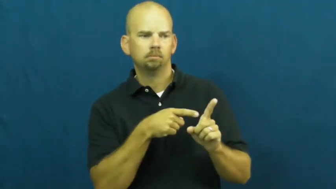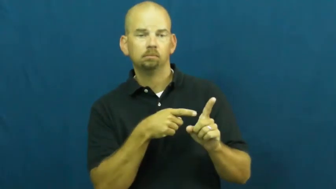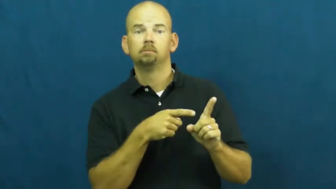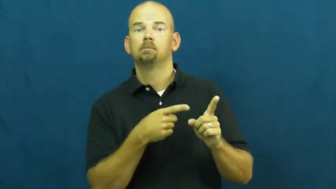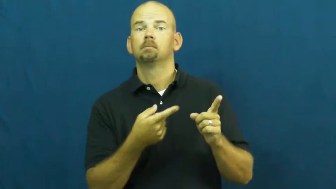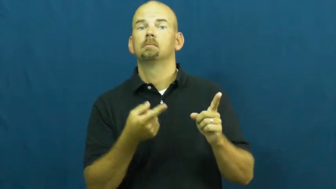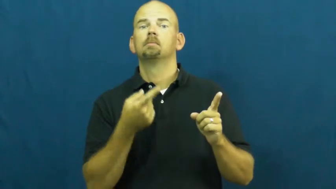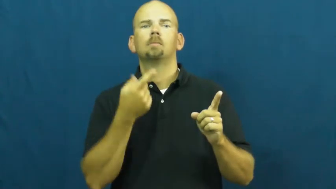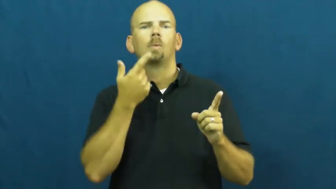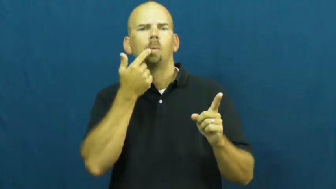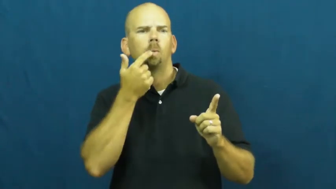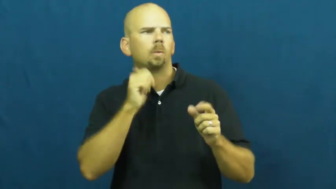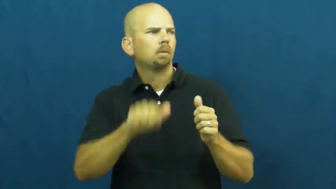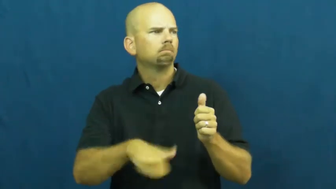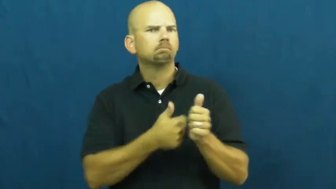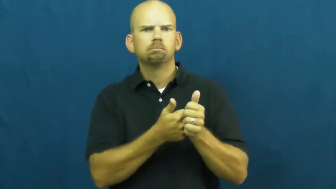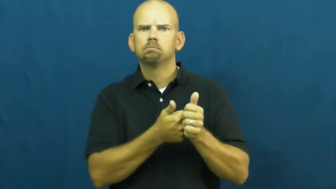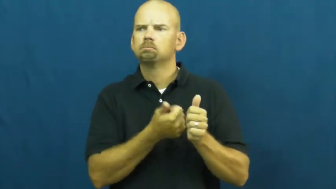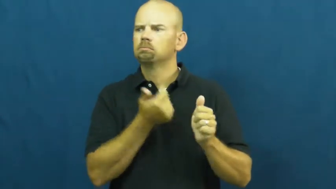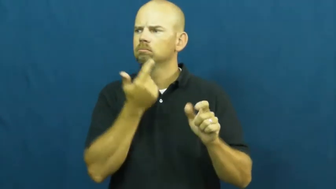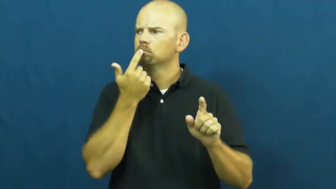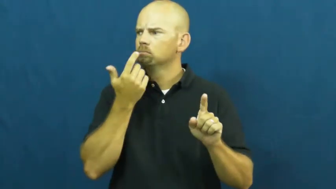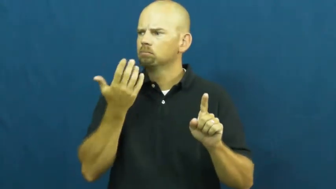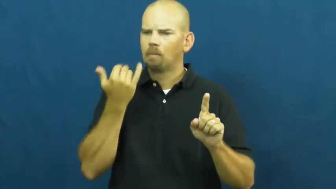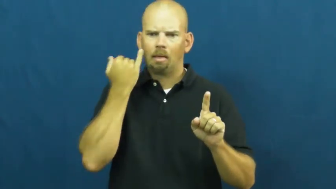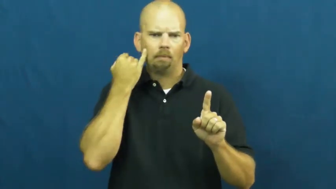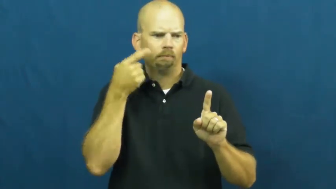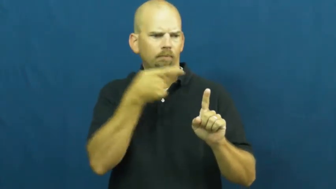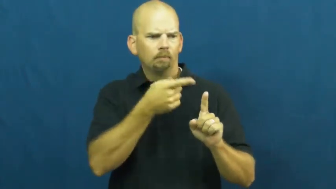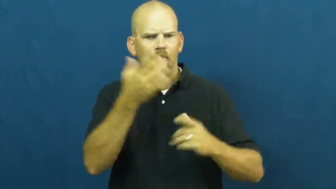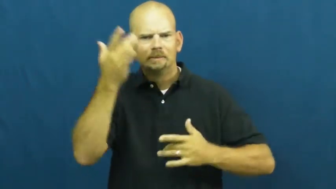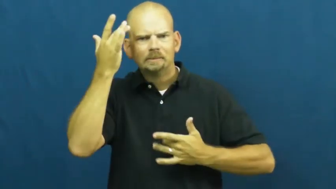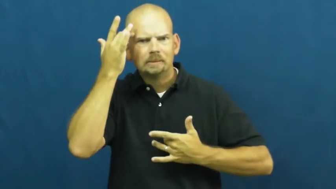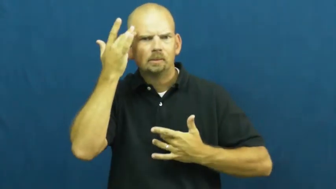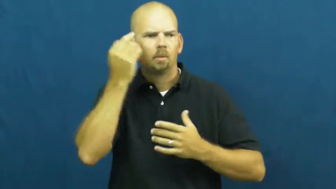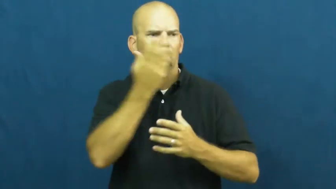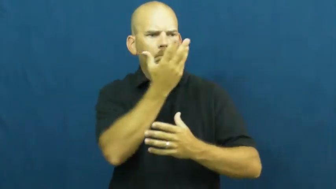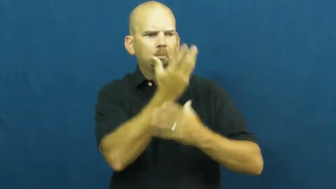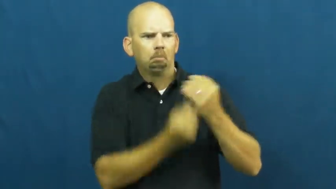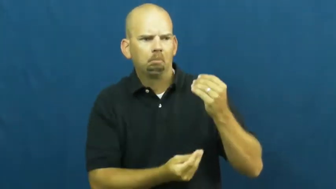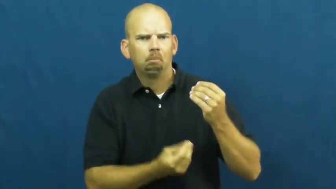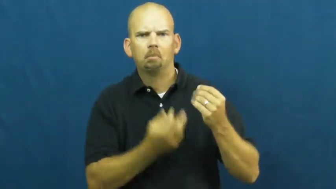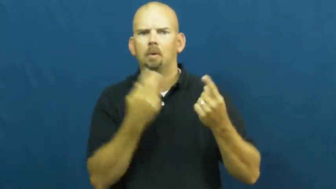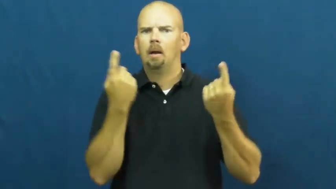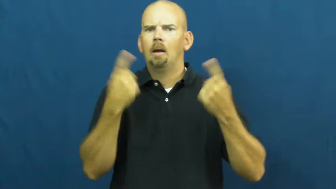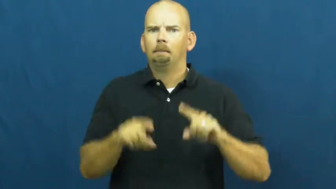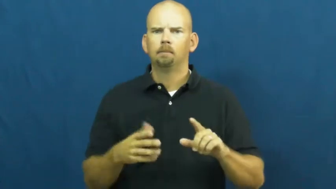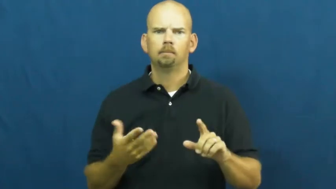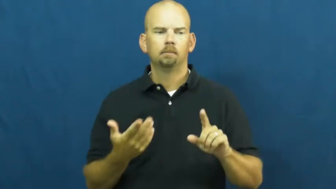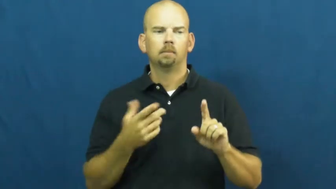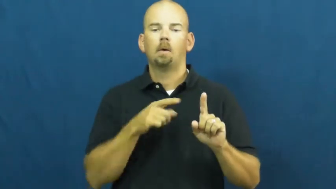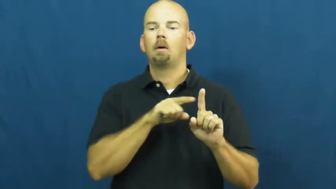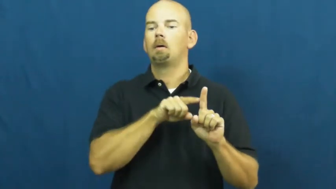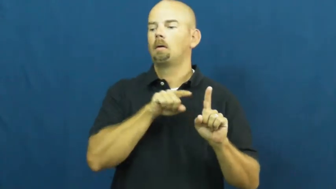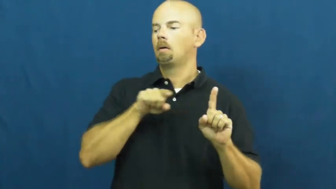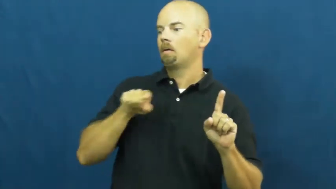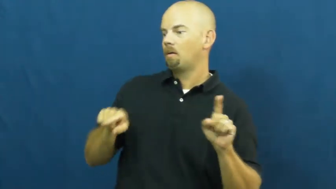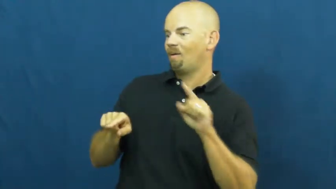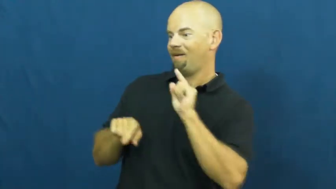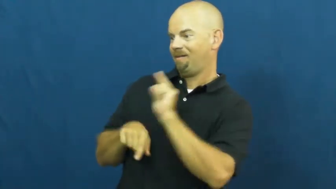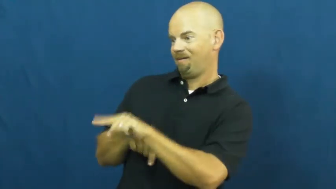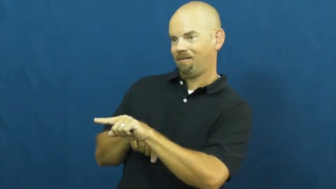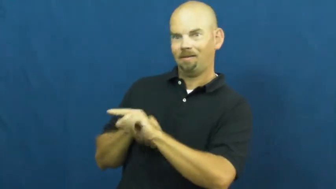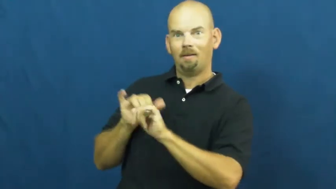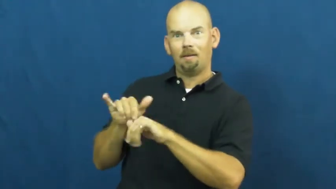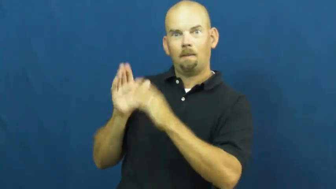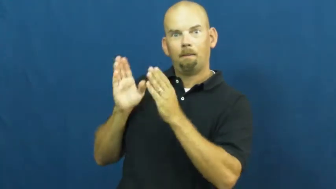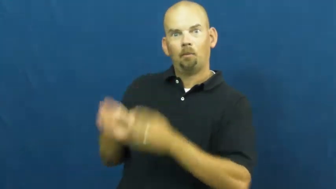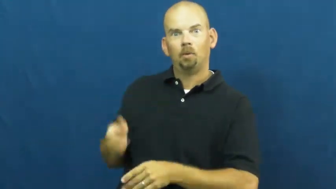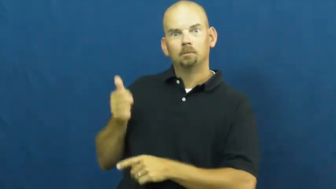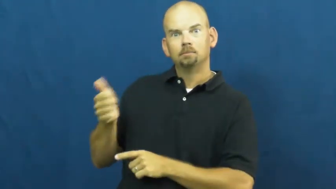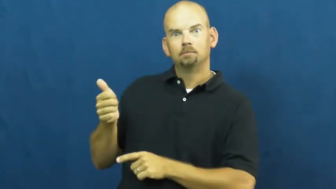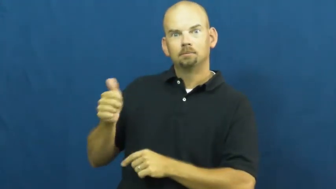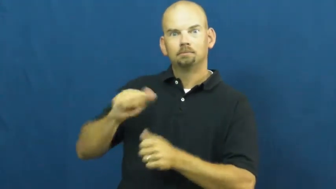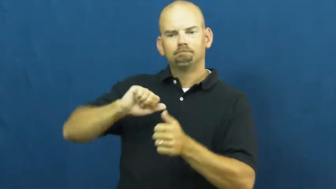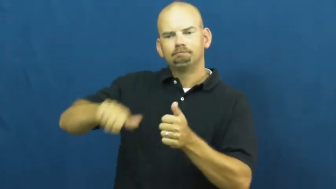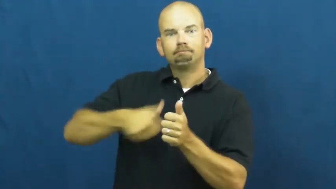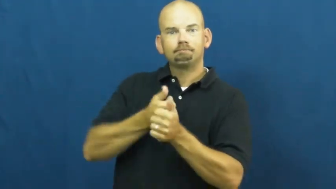vice-sub